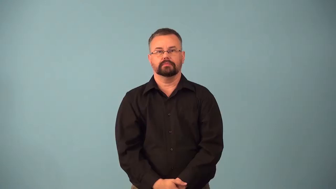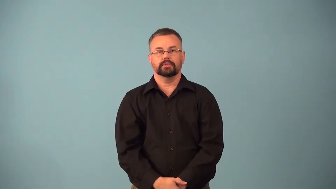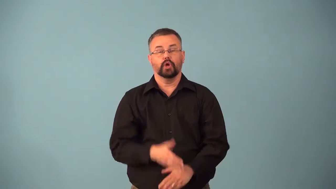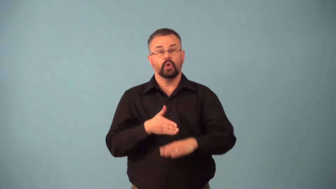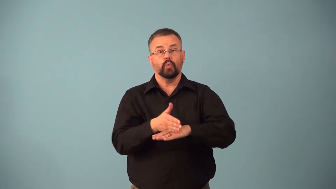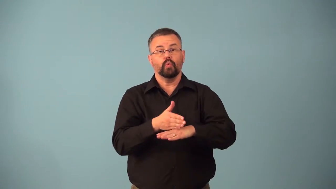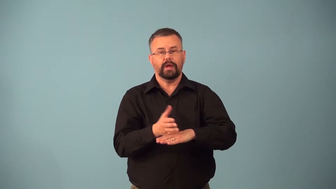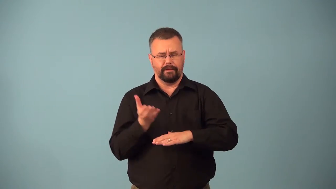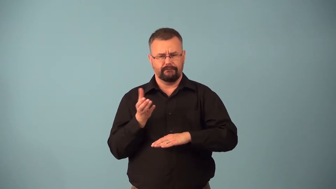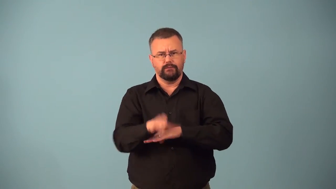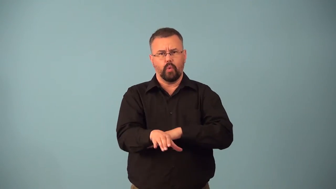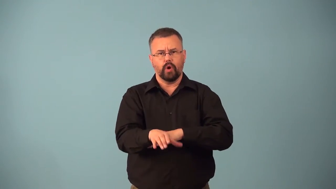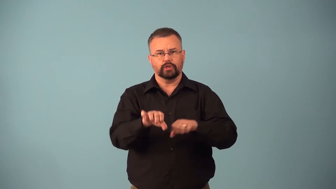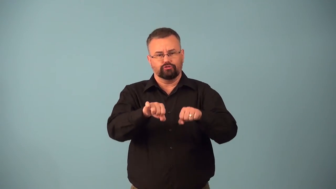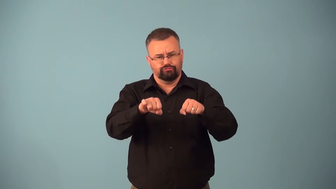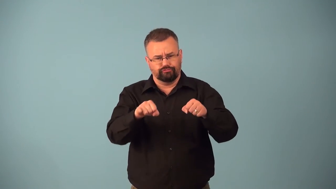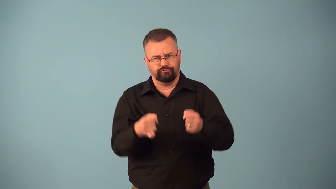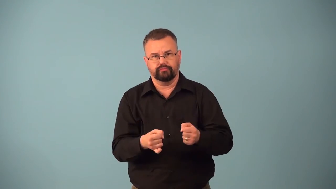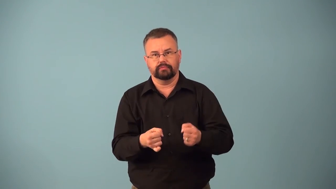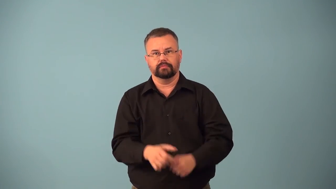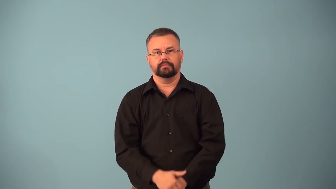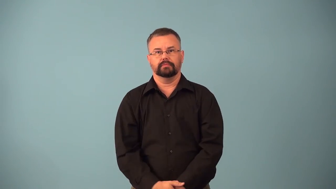bentwood